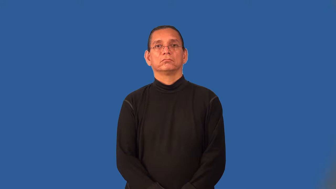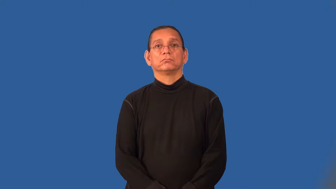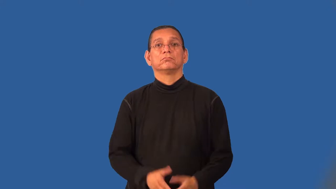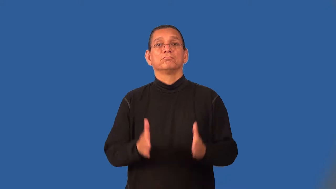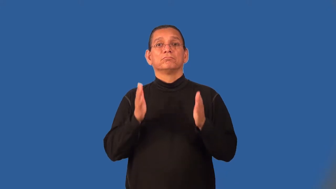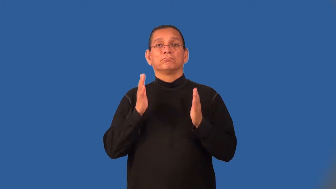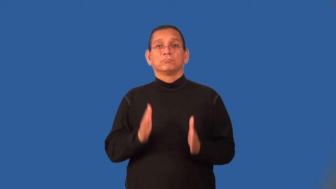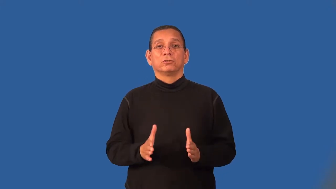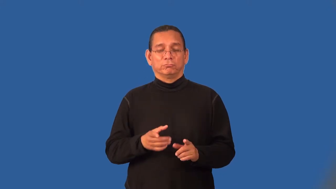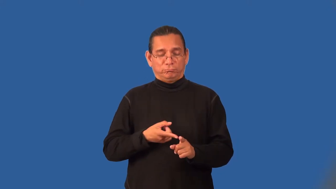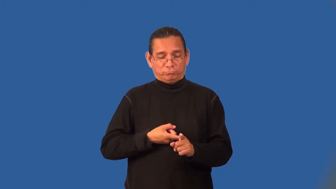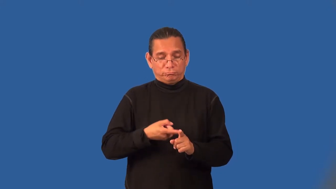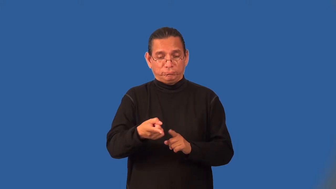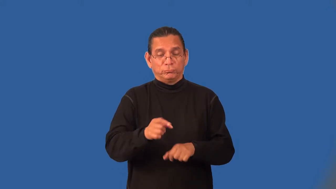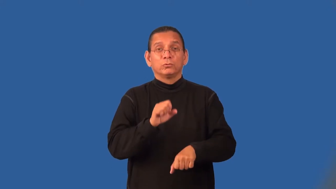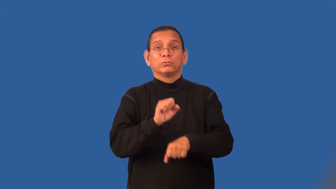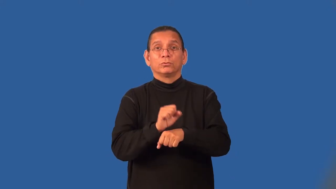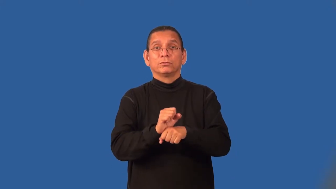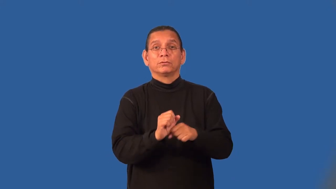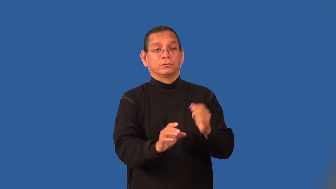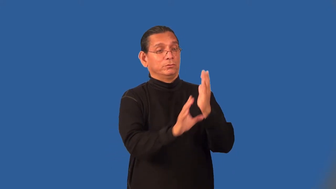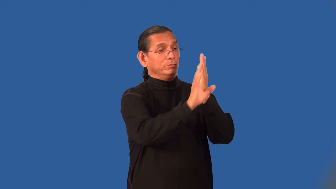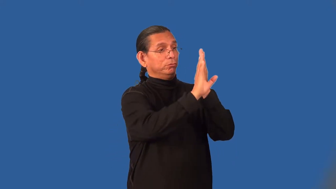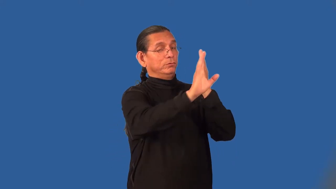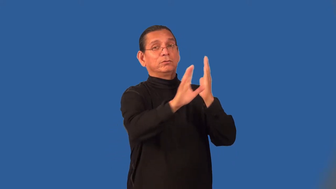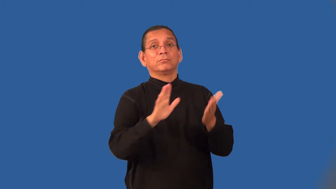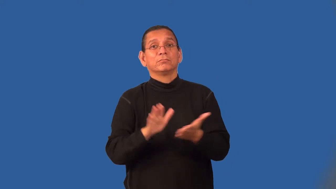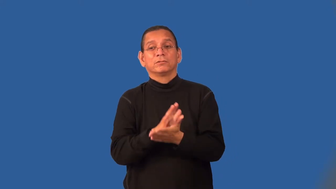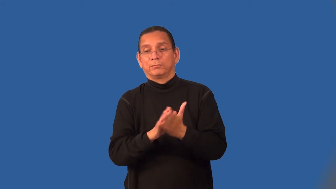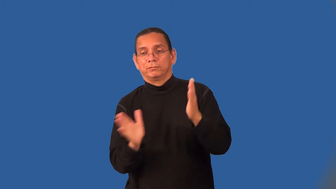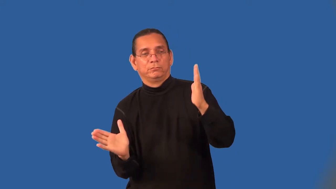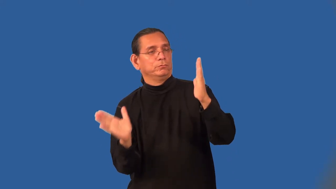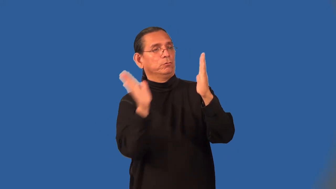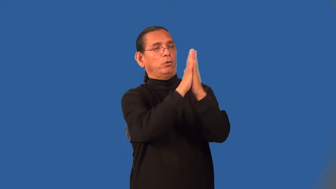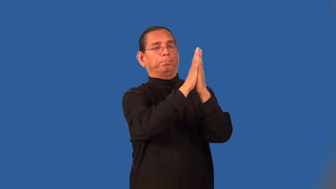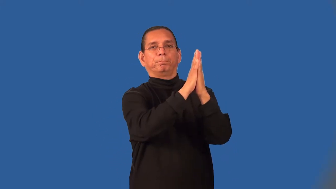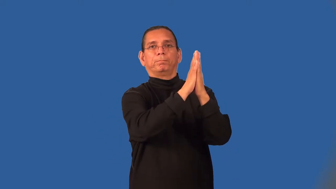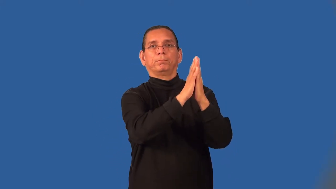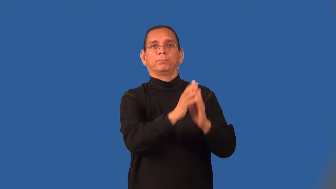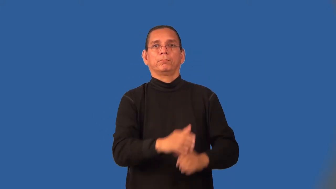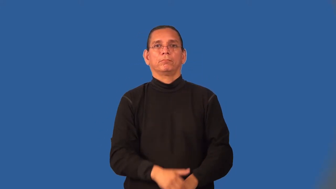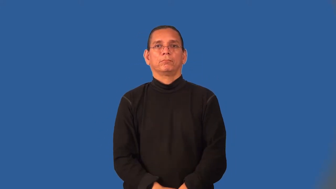paperhanger